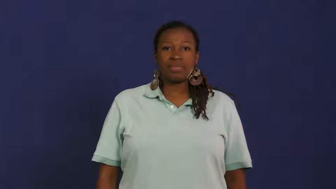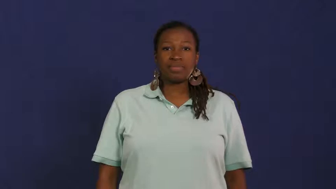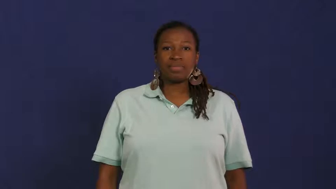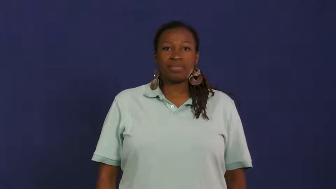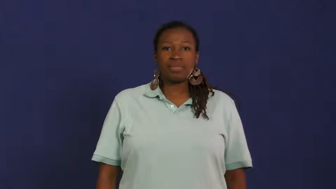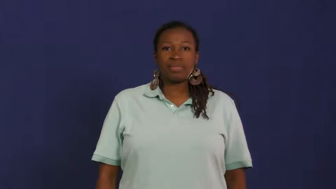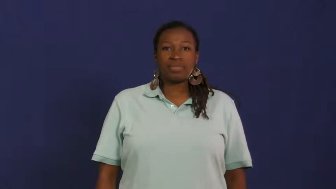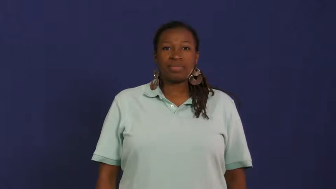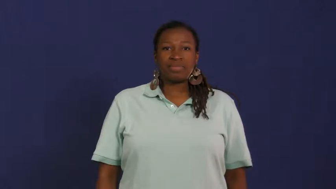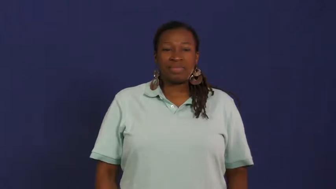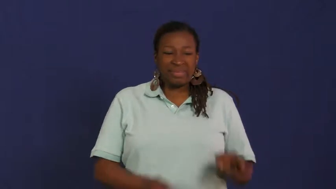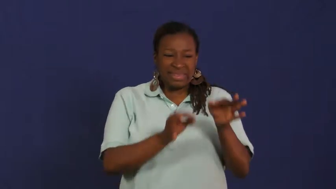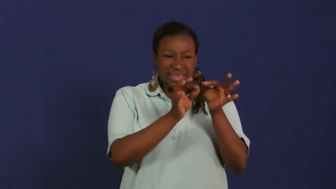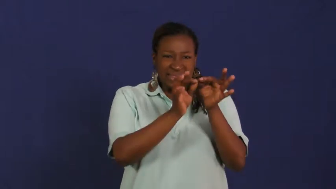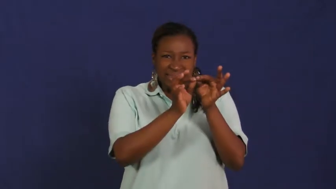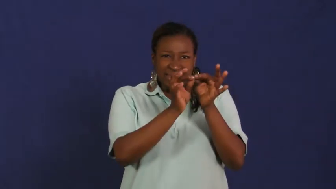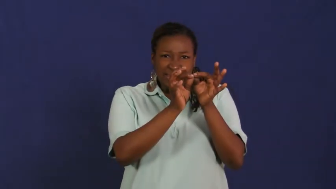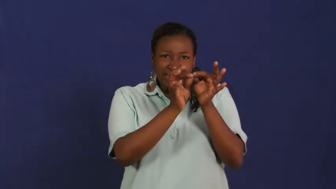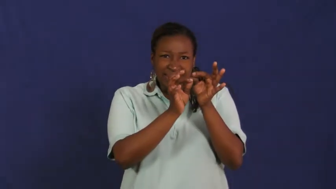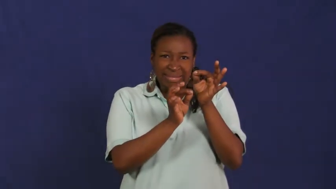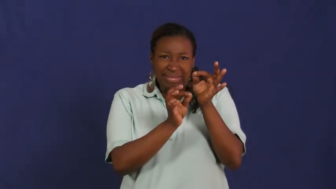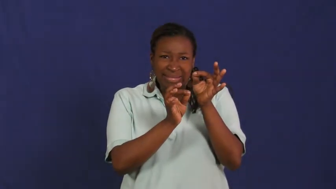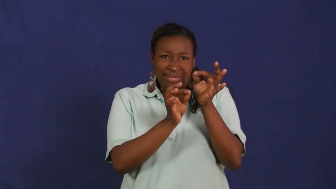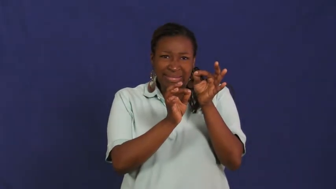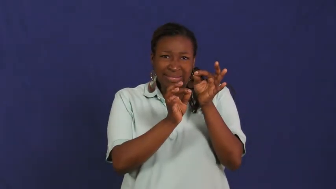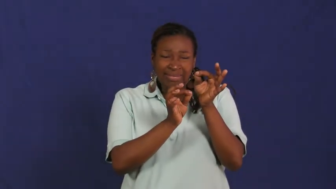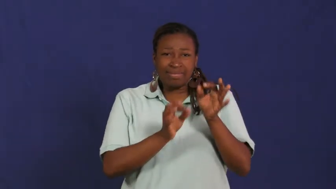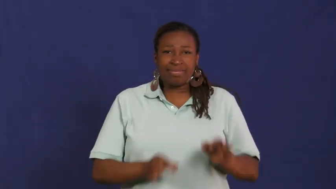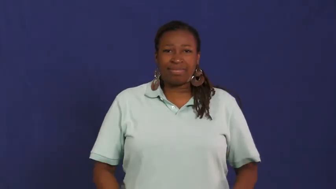needle